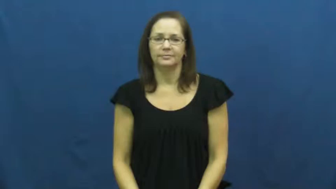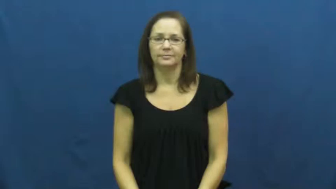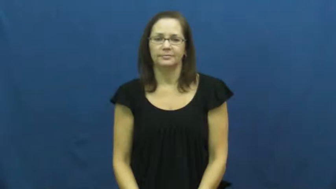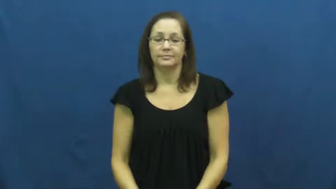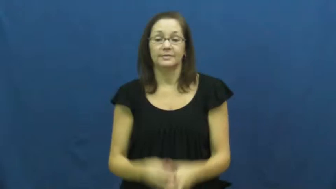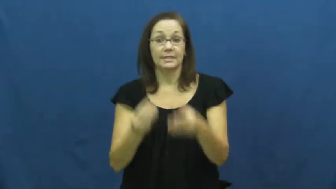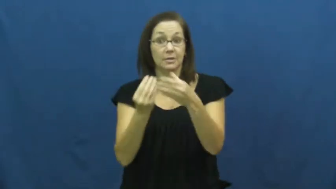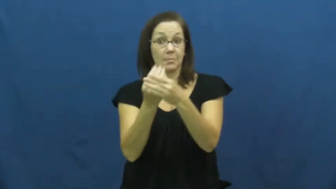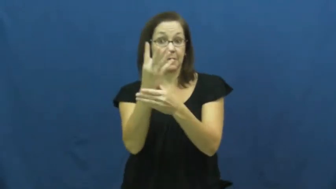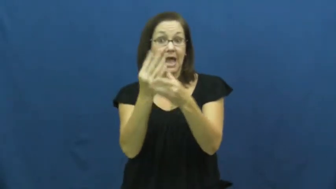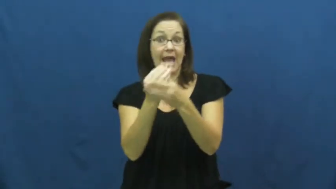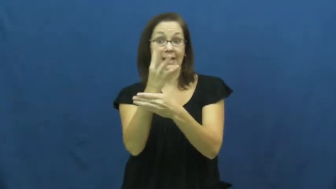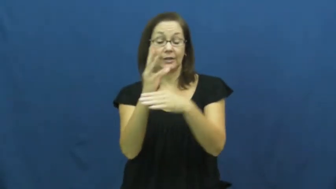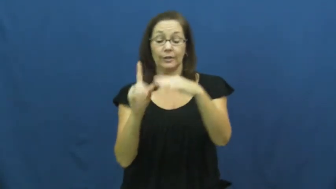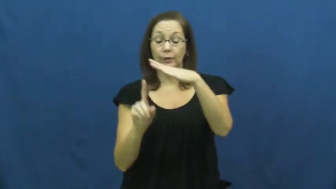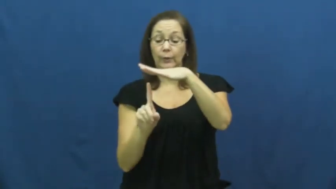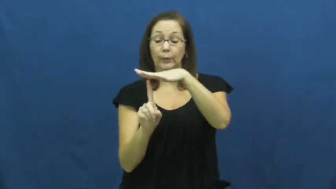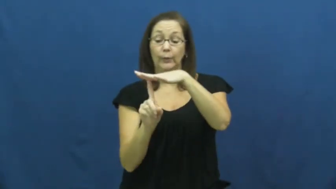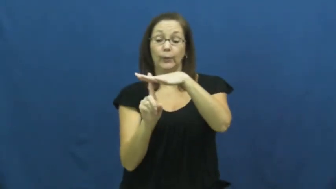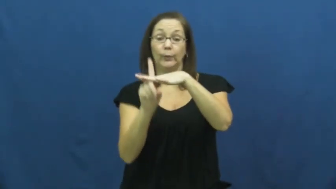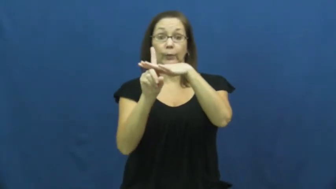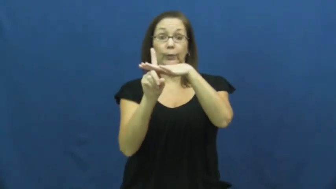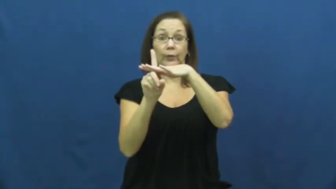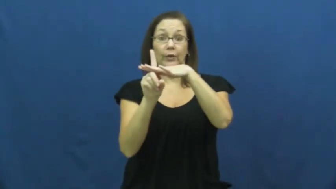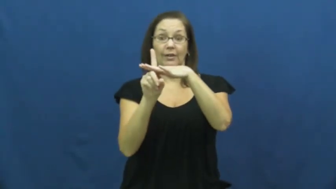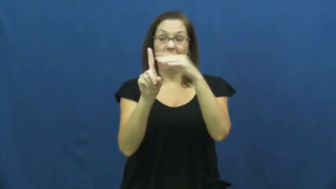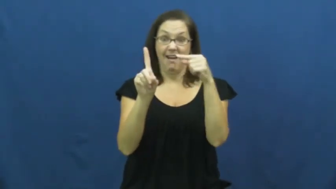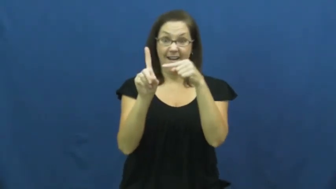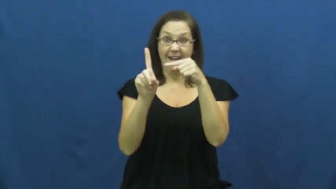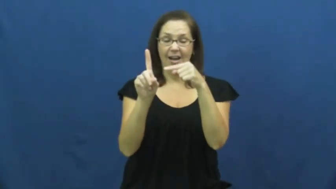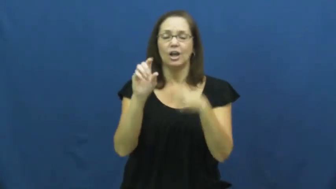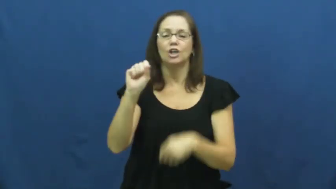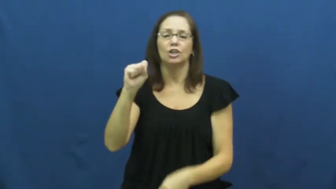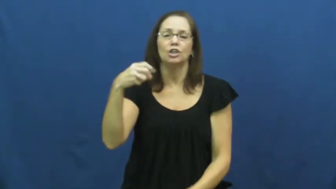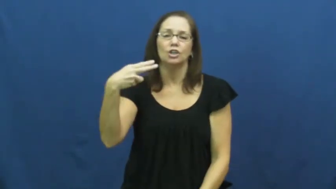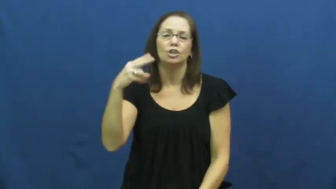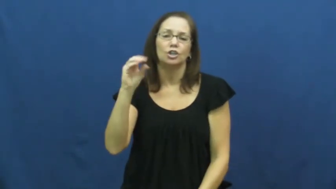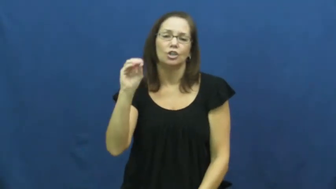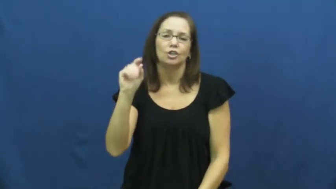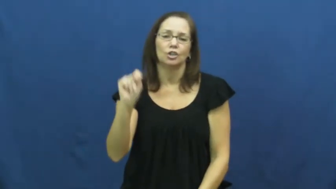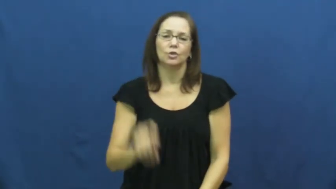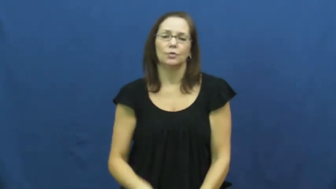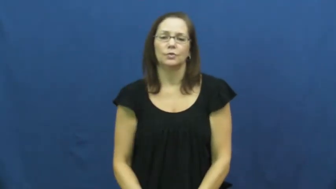shoot-plant